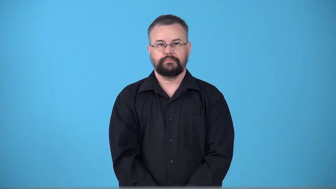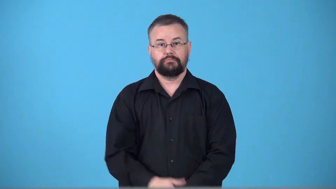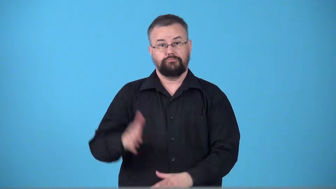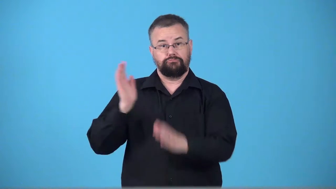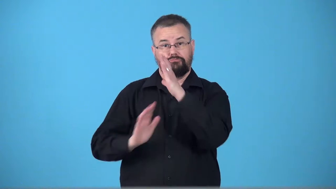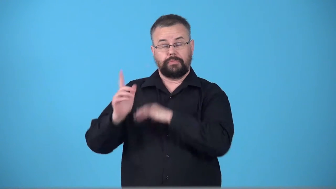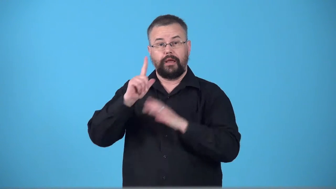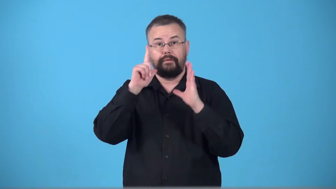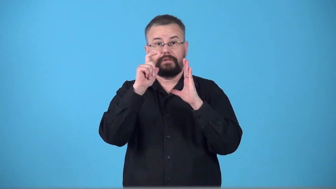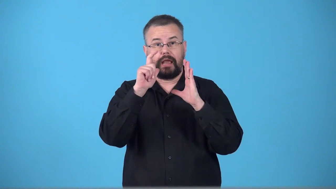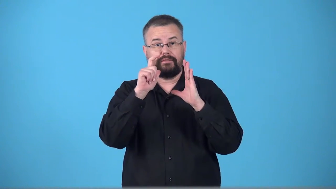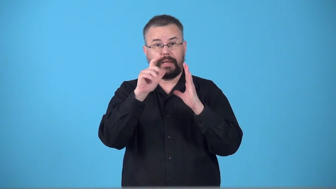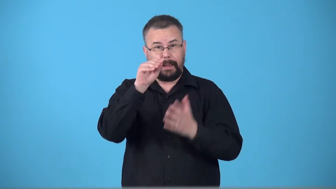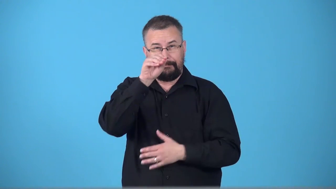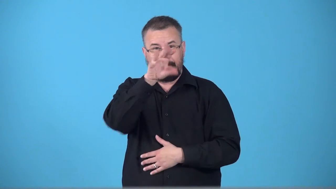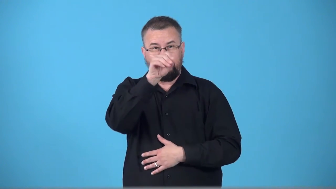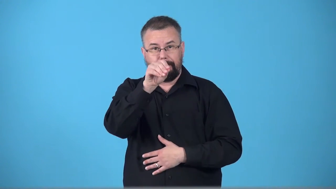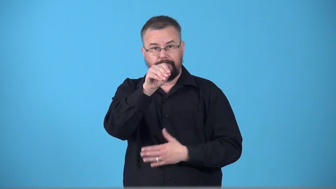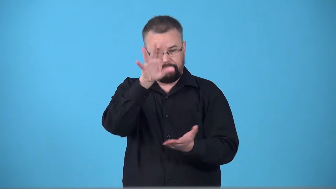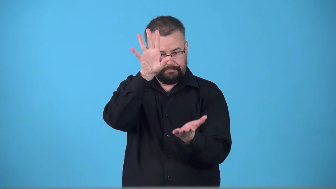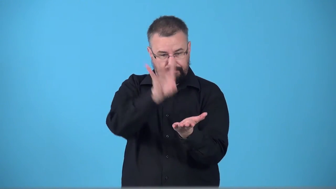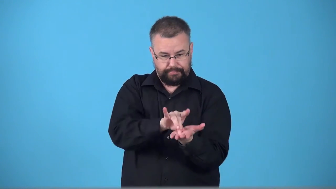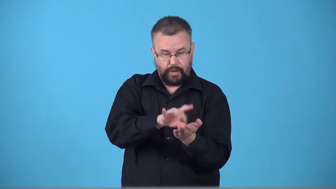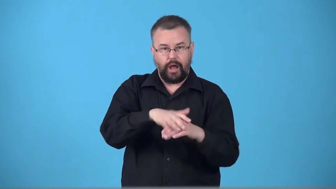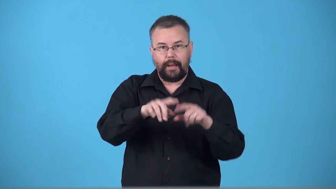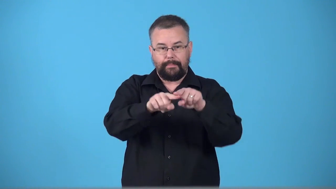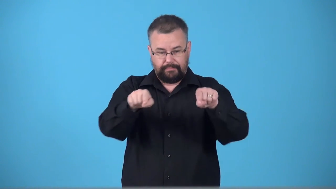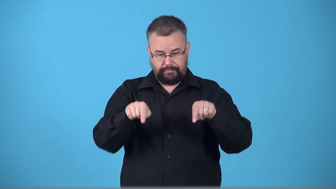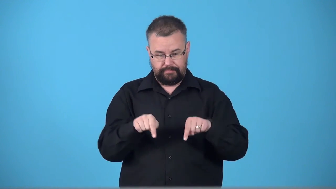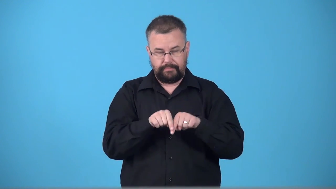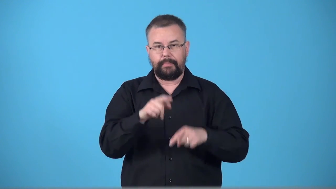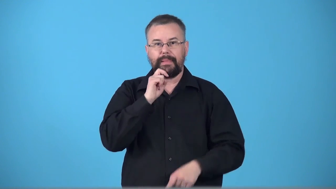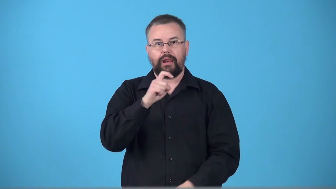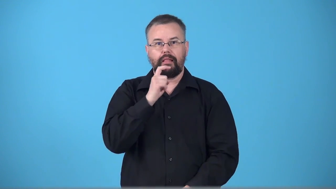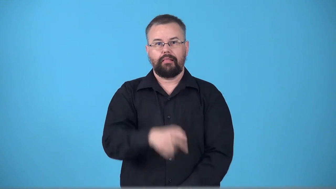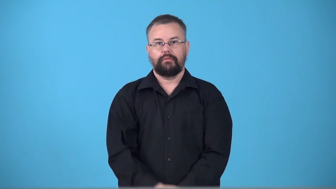tintype